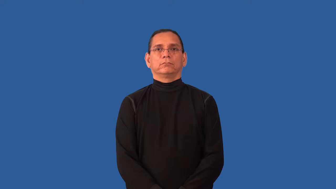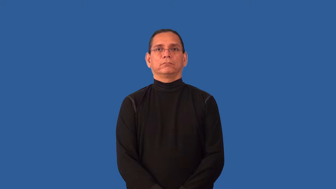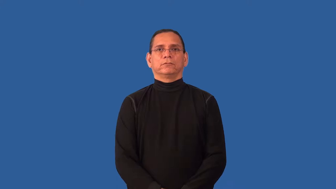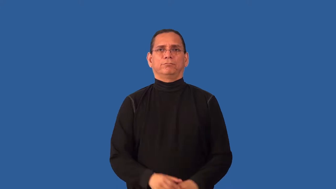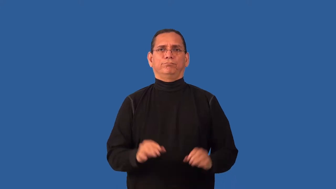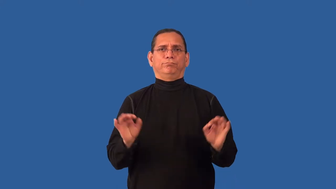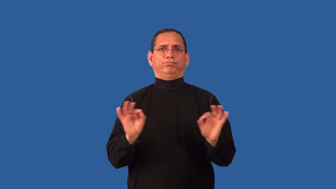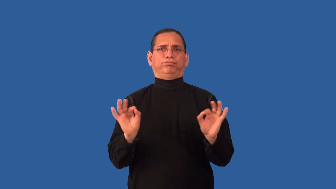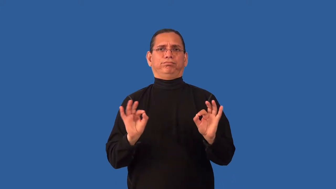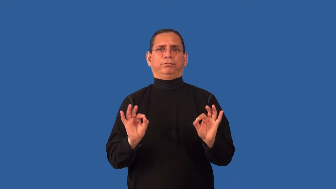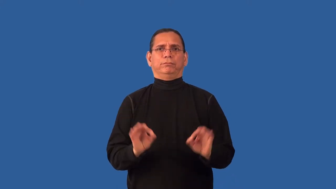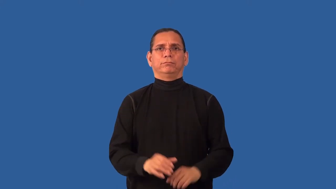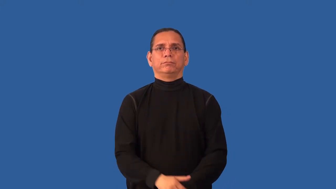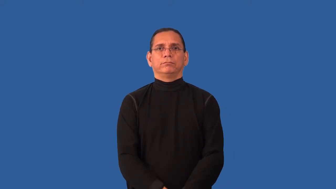petty